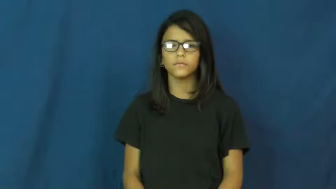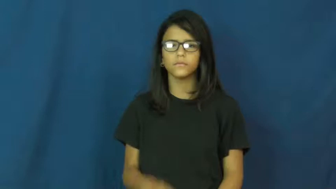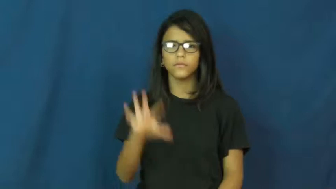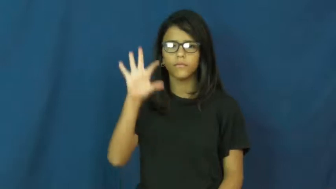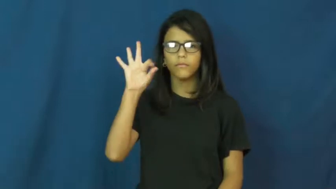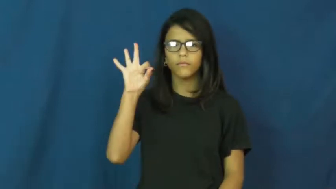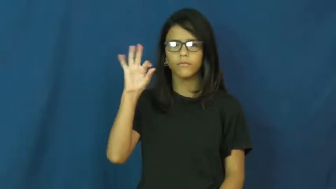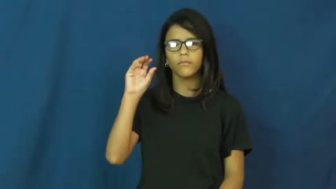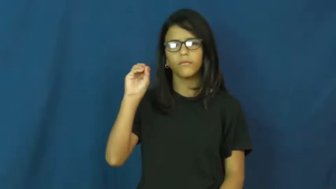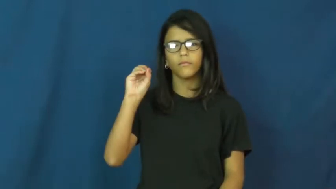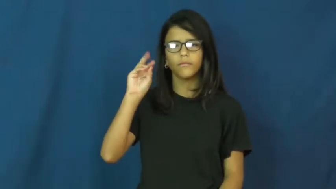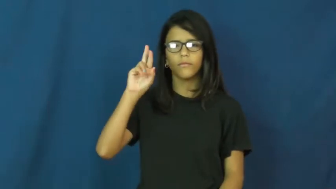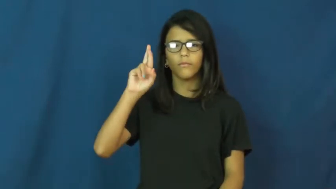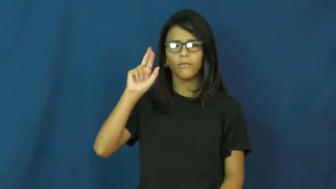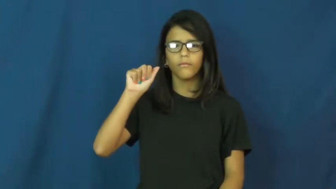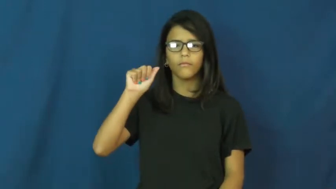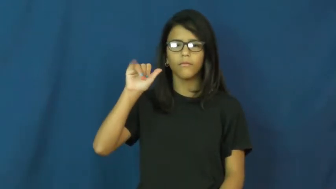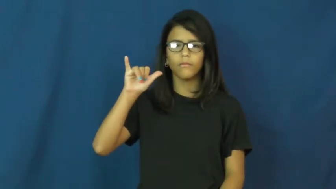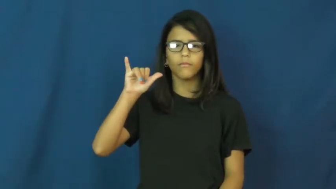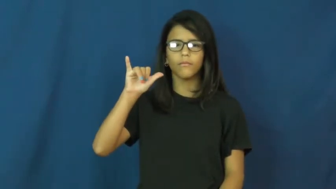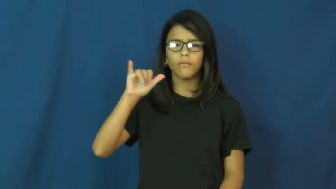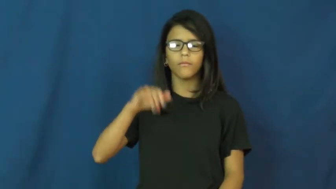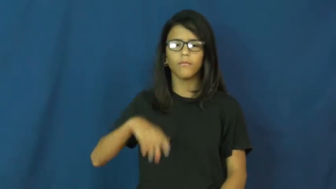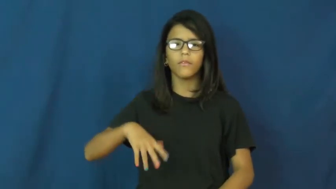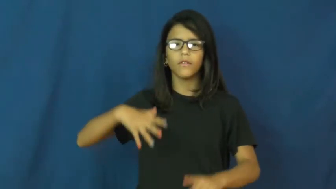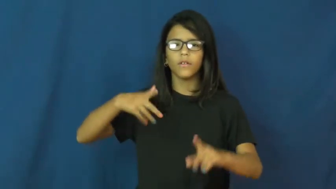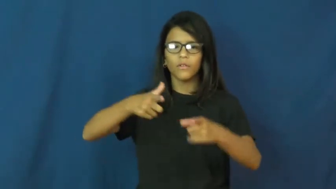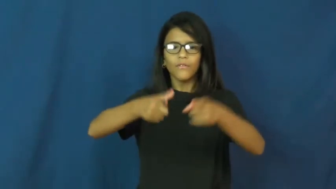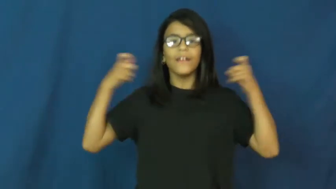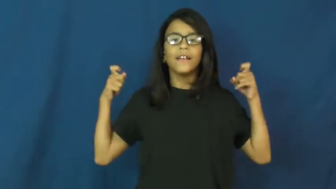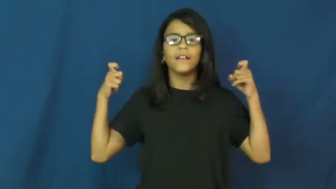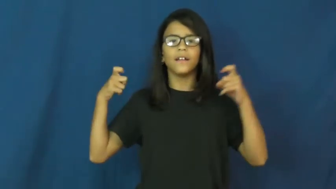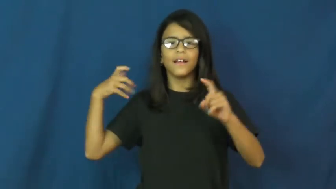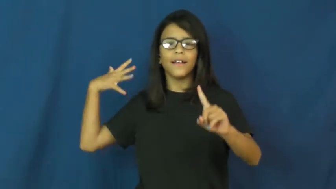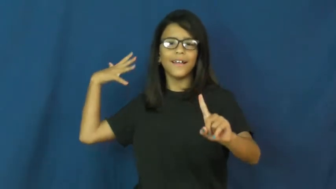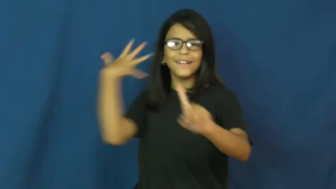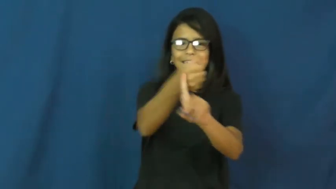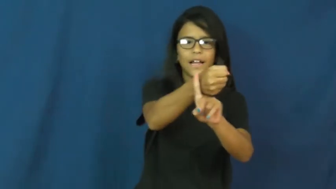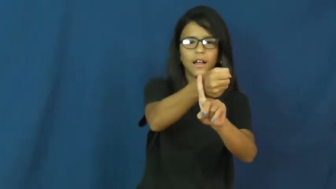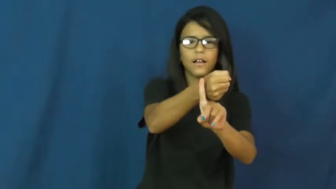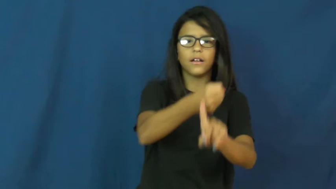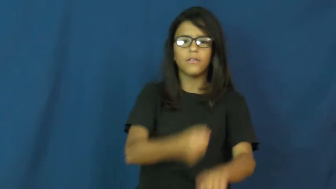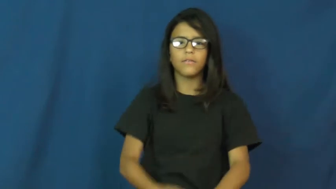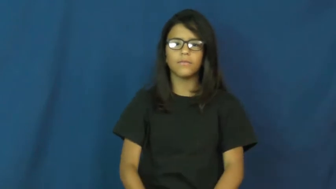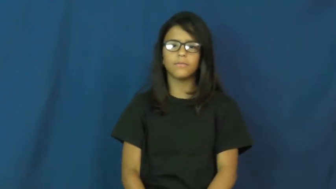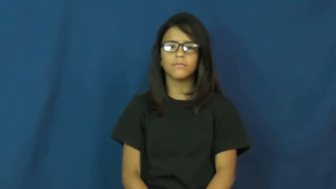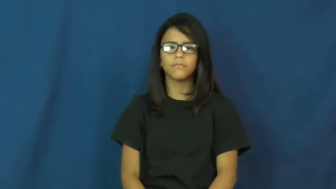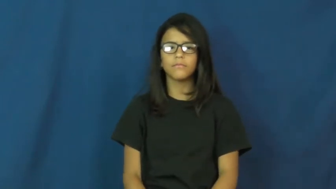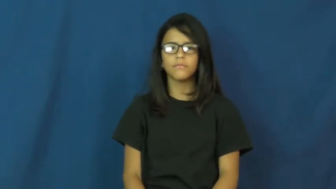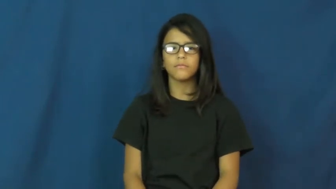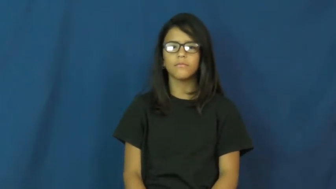foray-quick attack